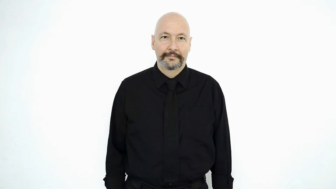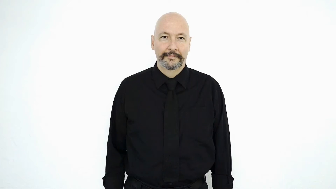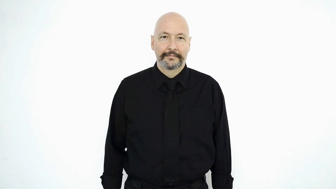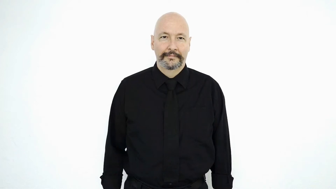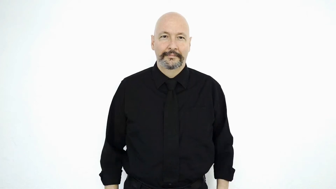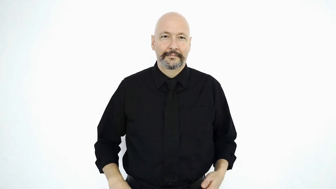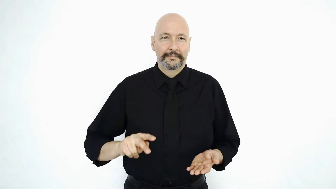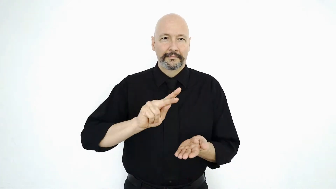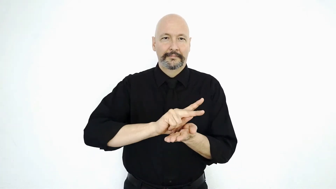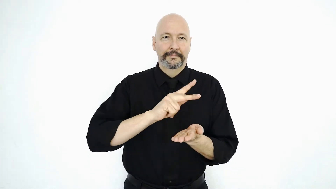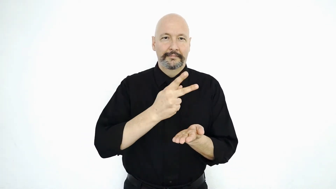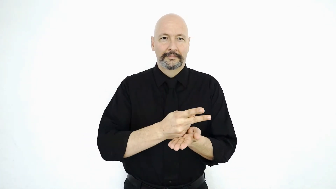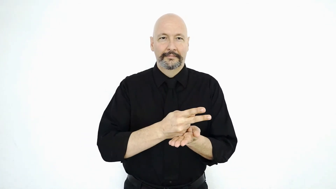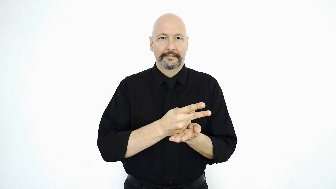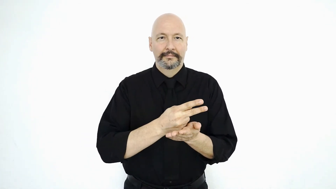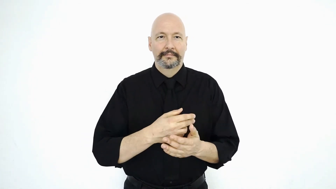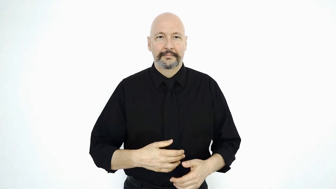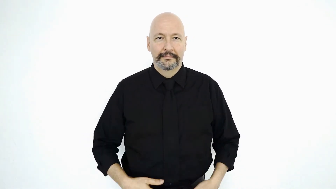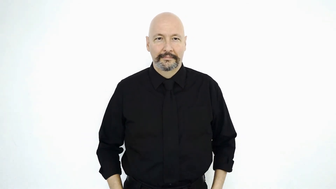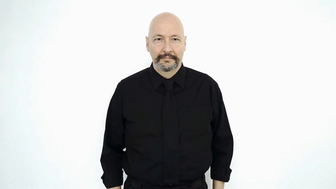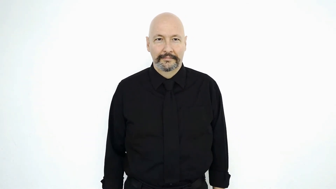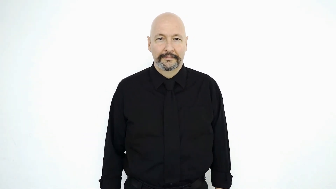KITCHEN ("cook" variation)